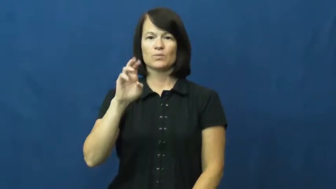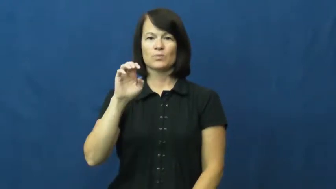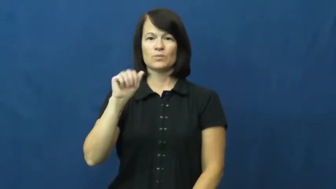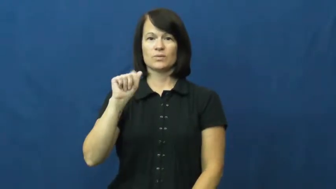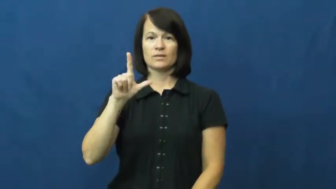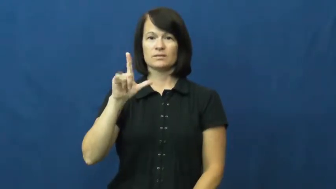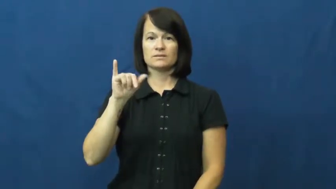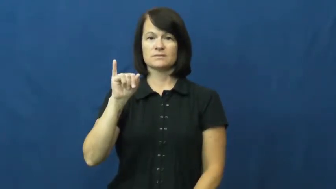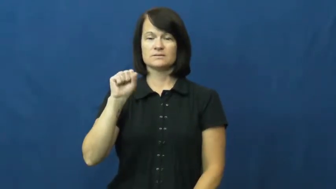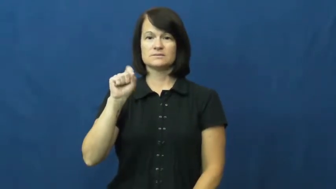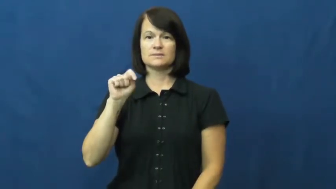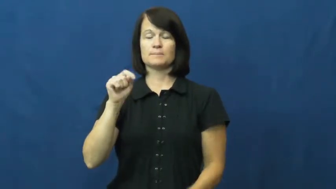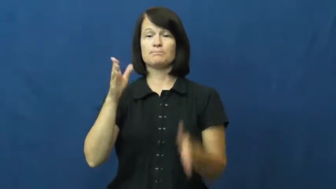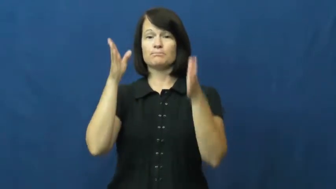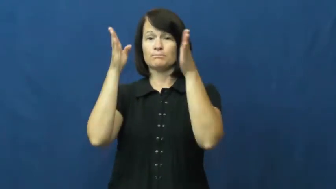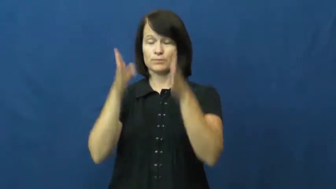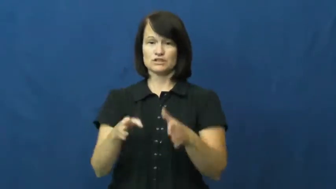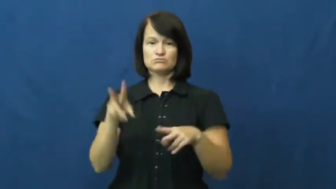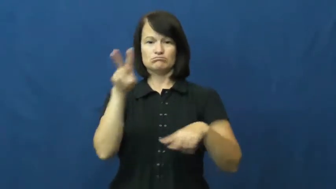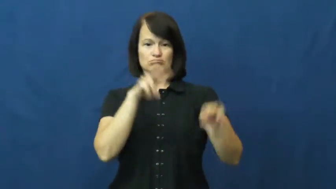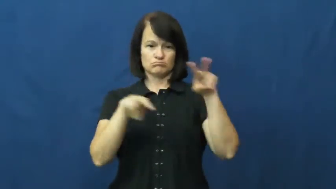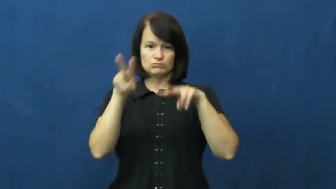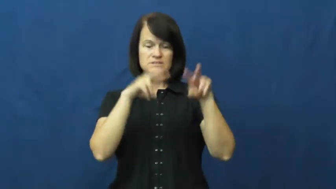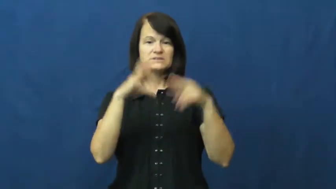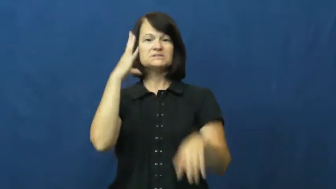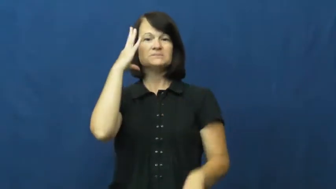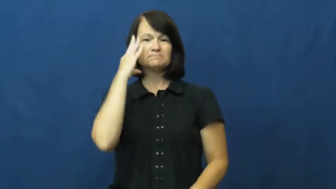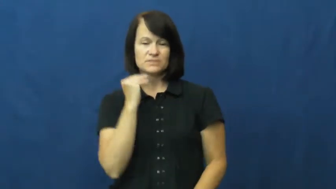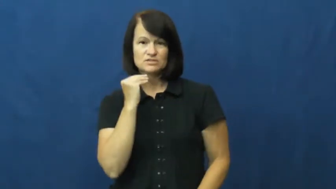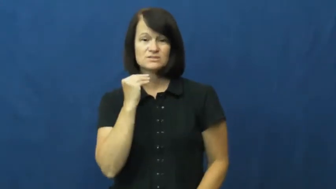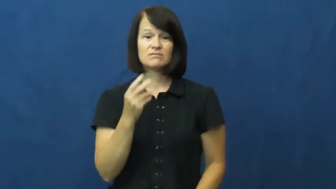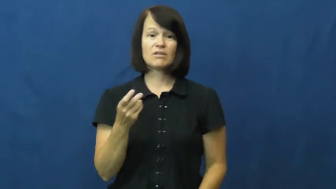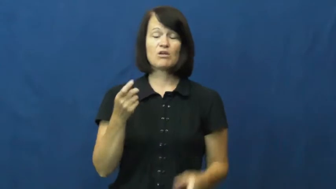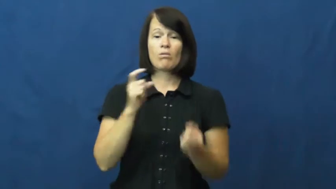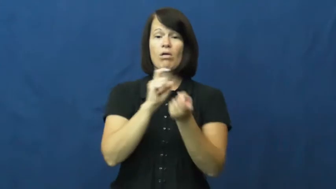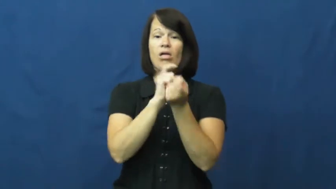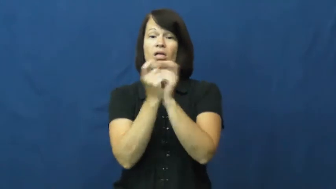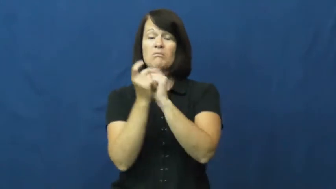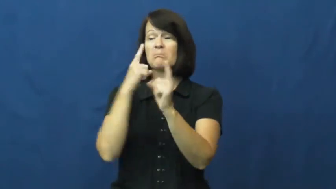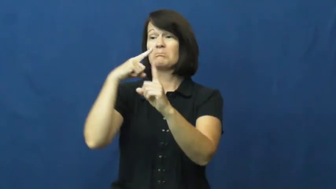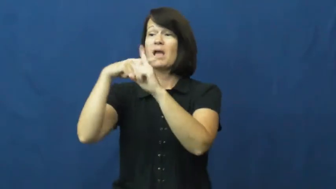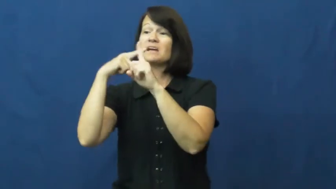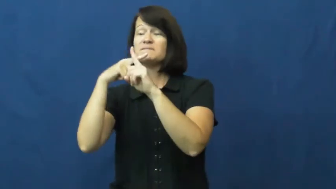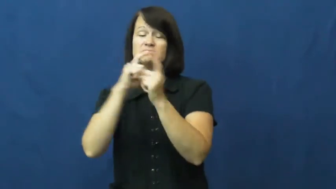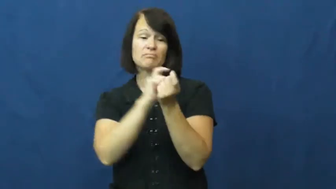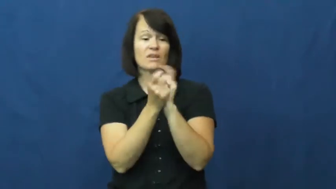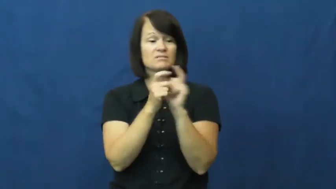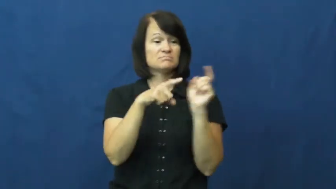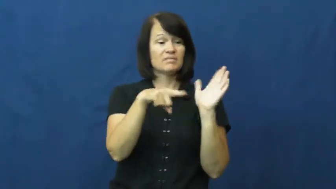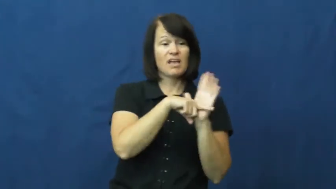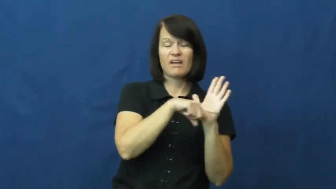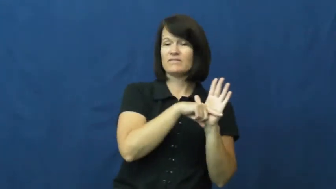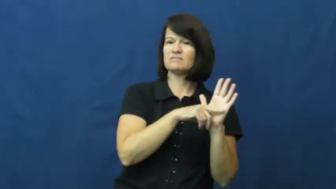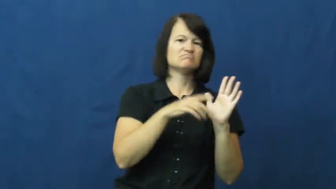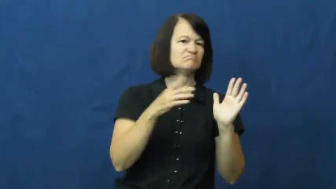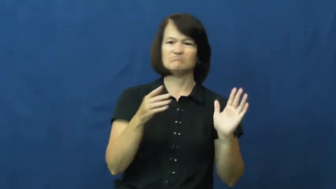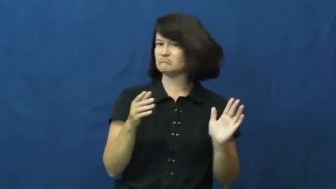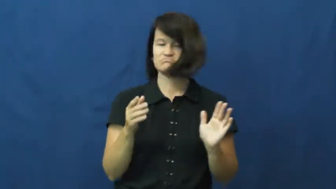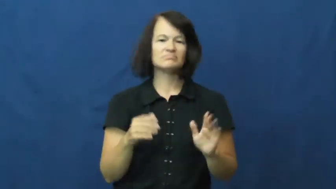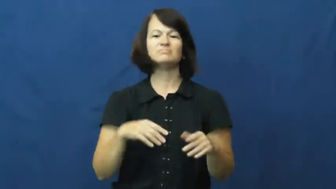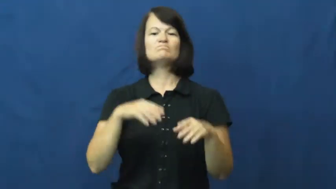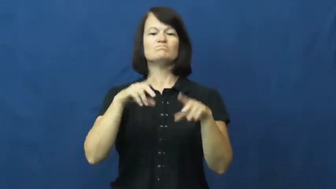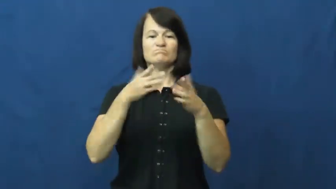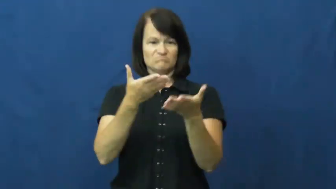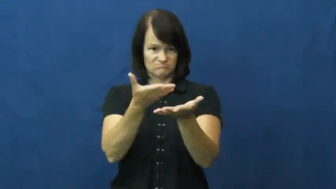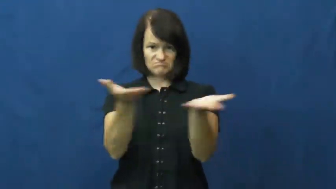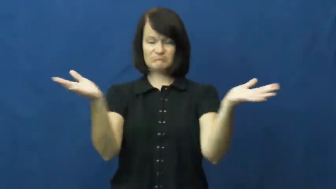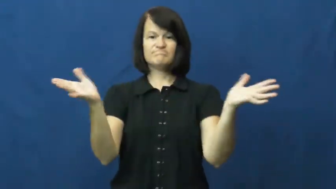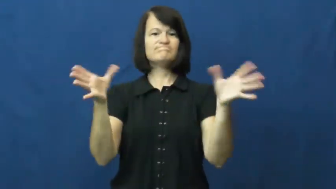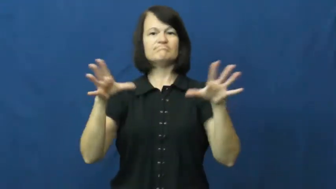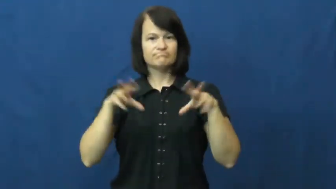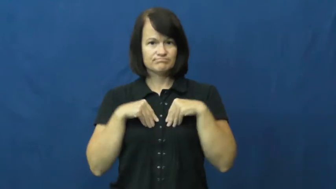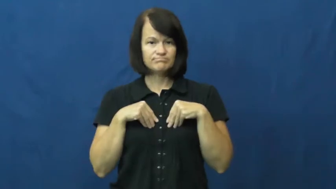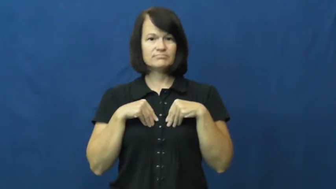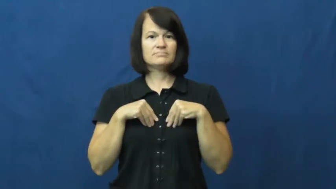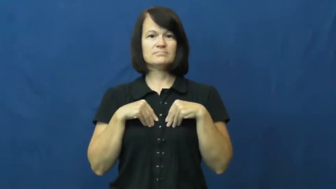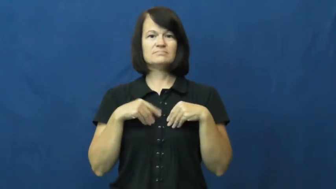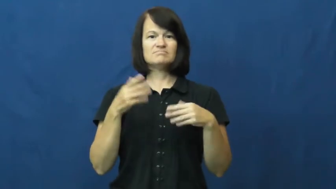realist